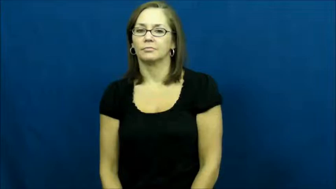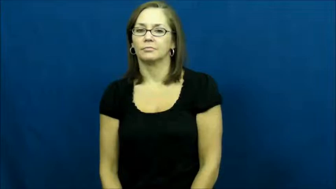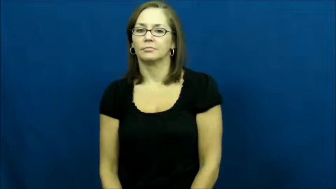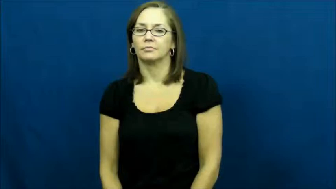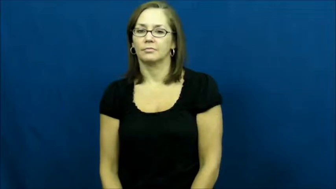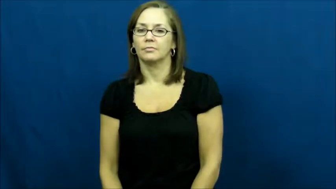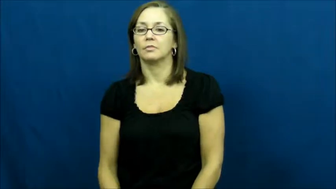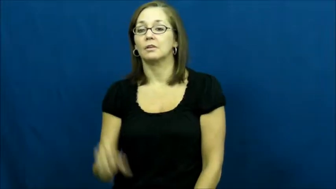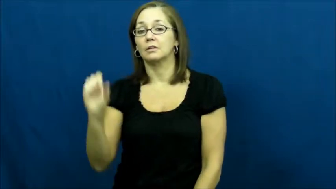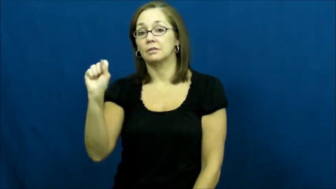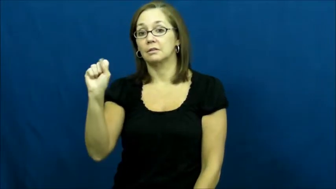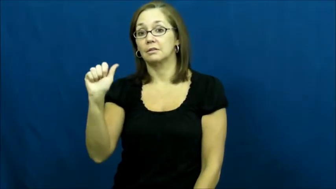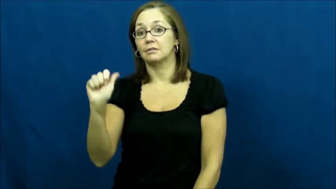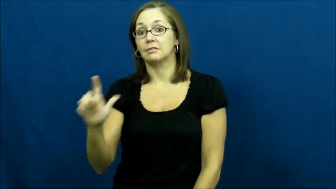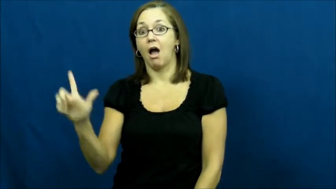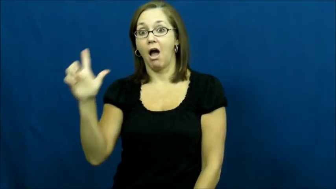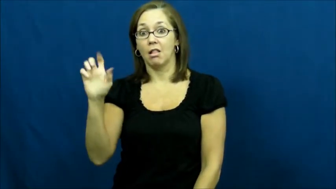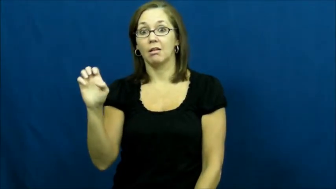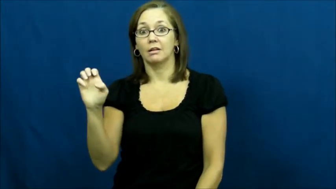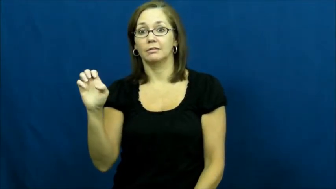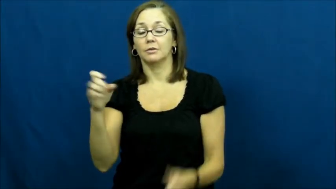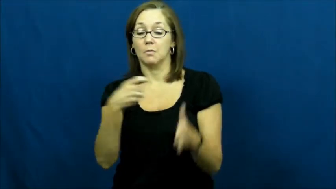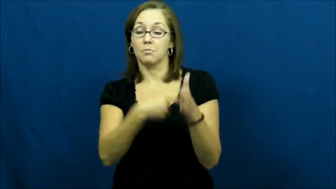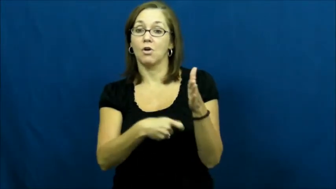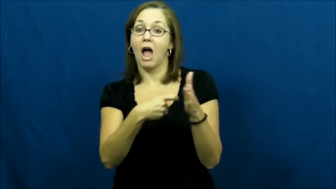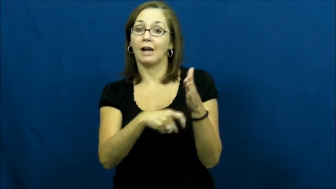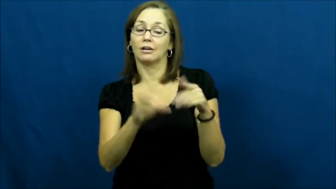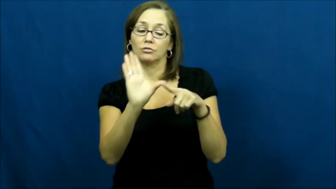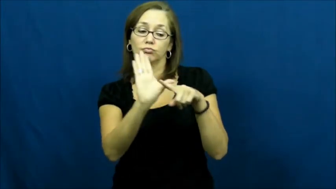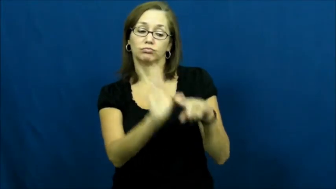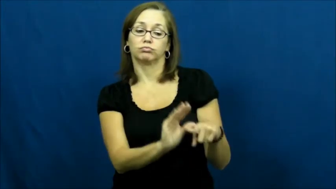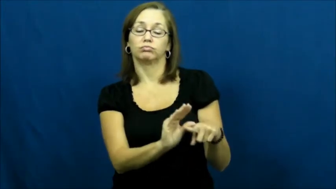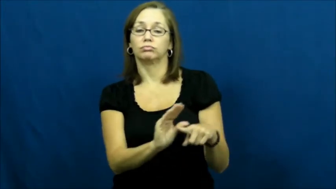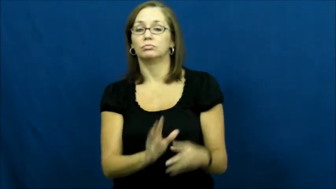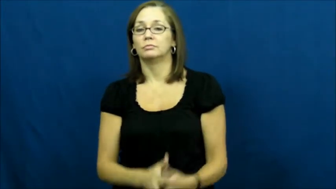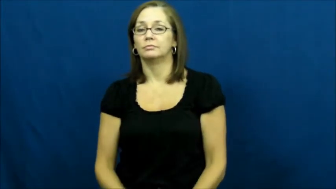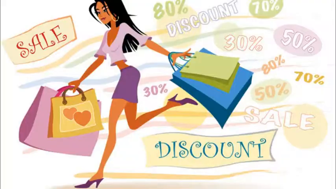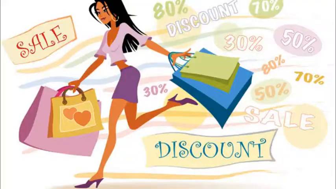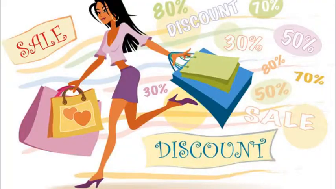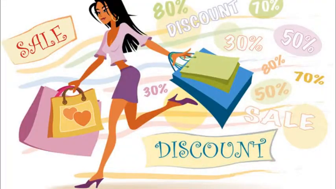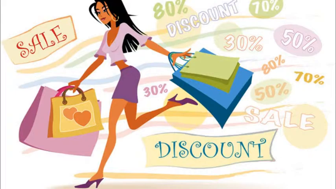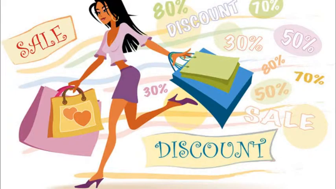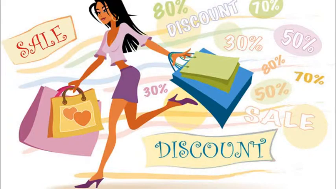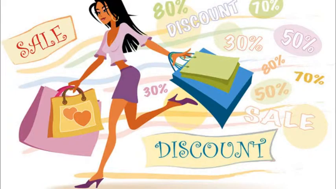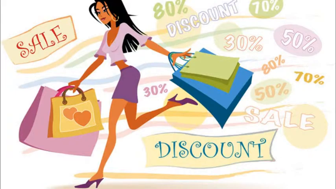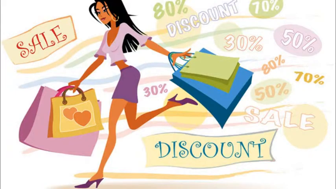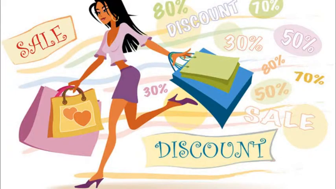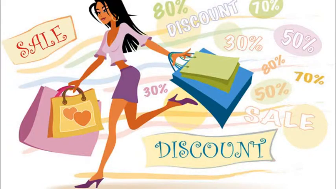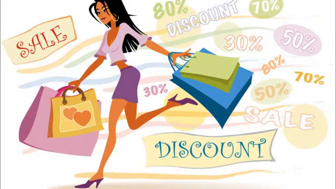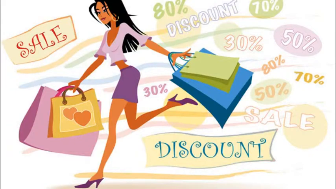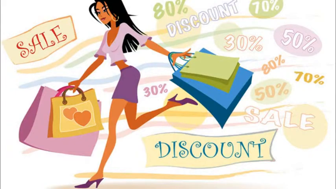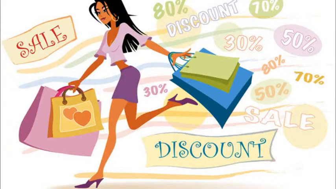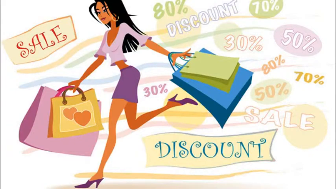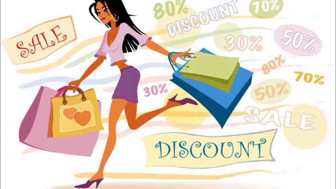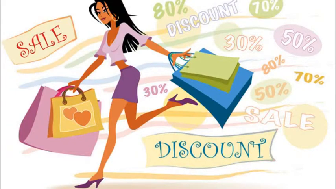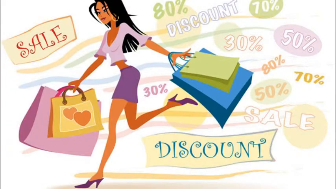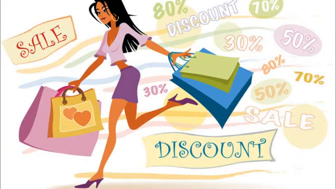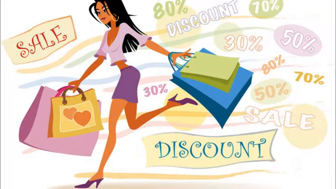Sale-Cheap